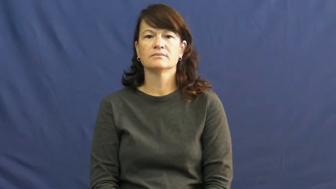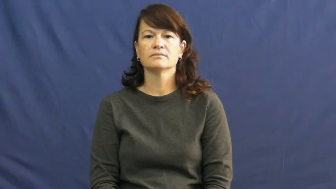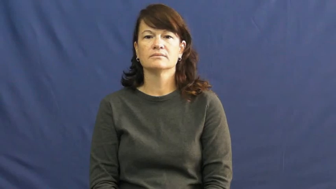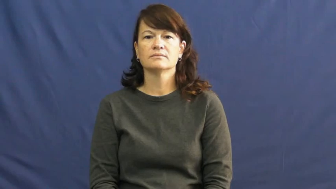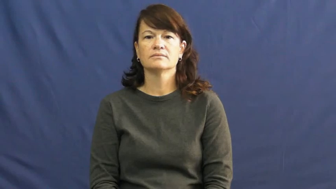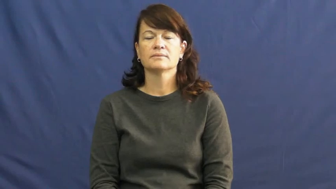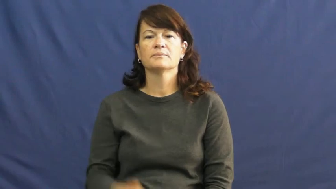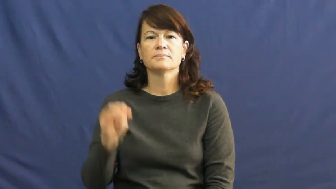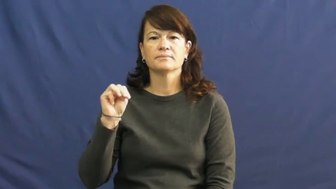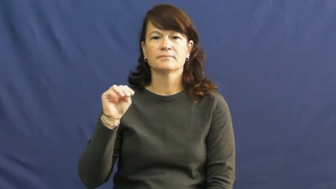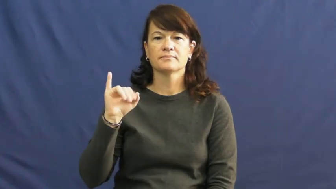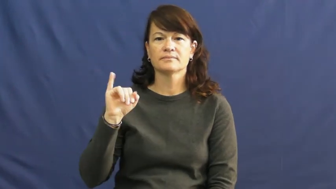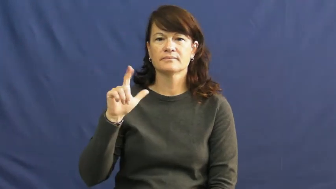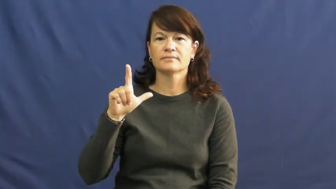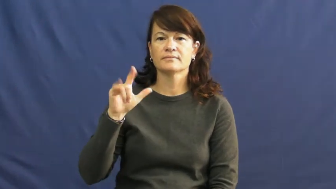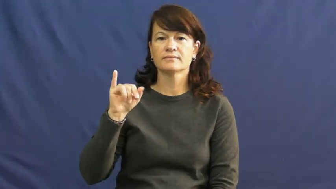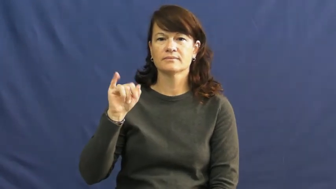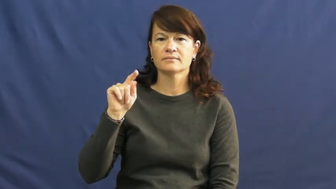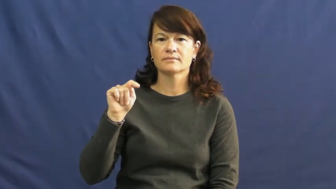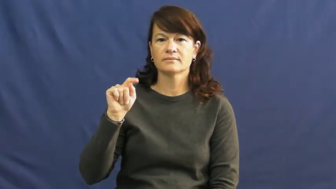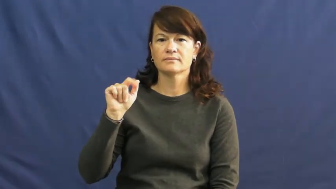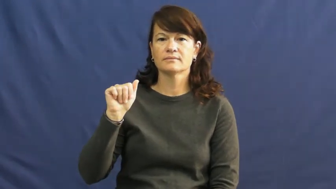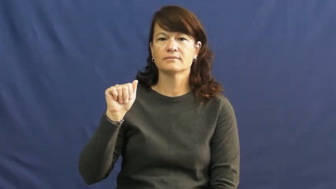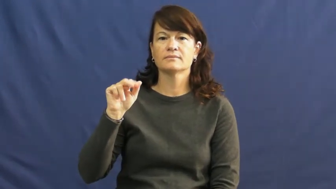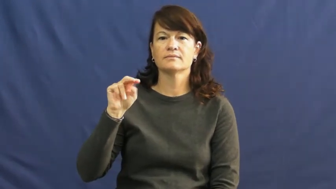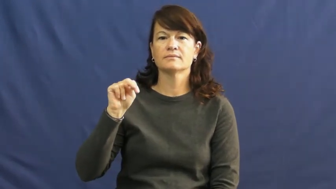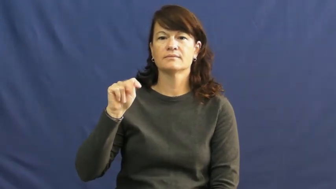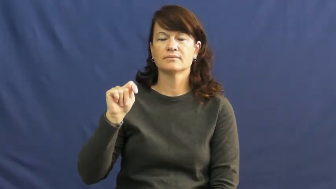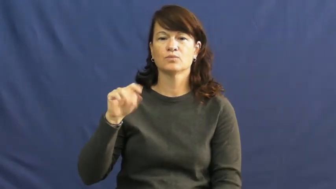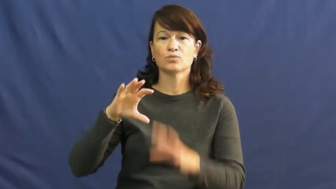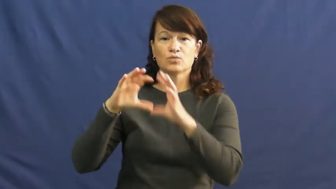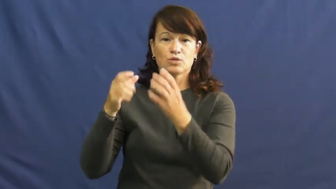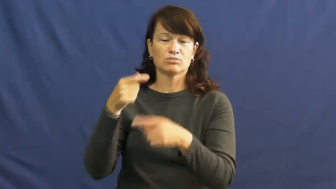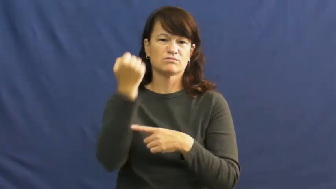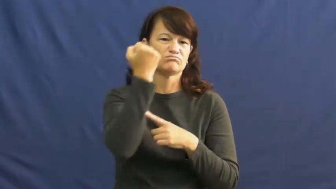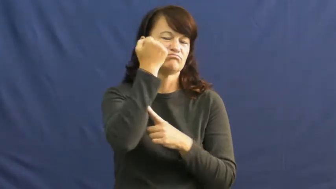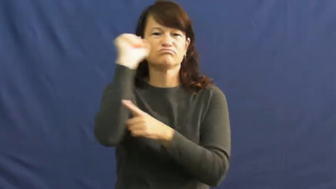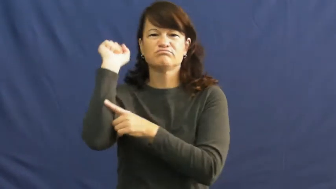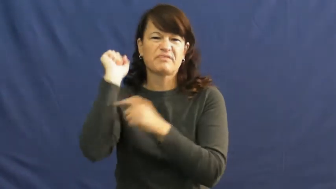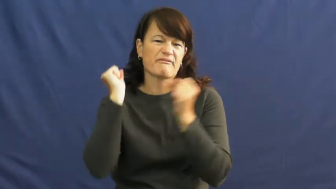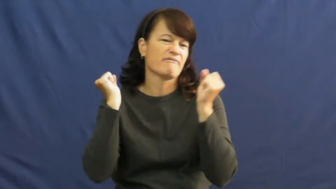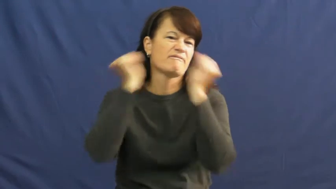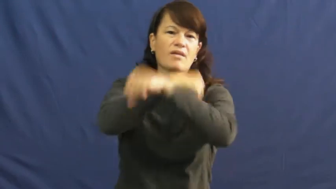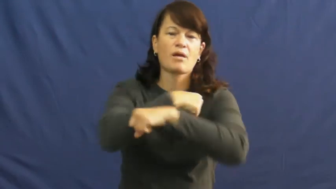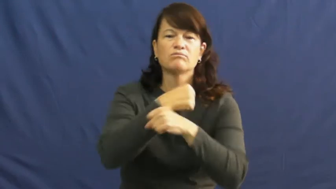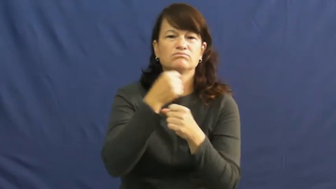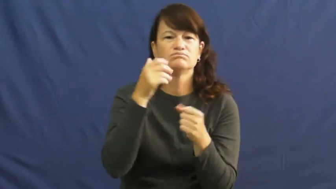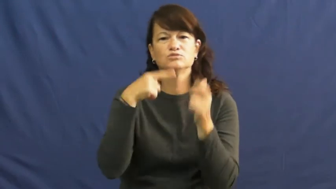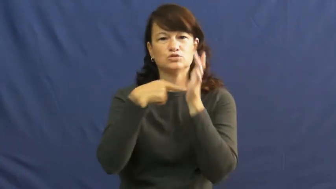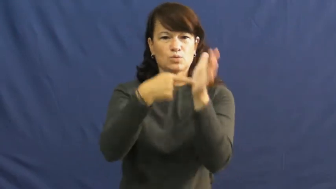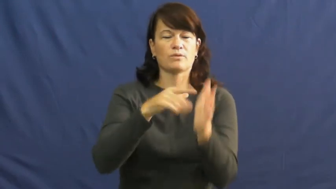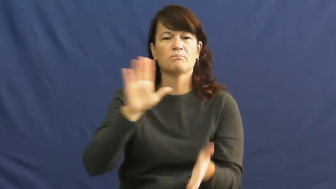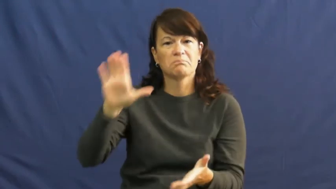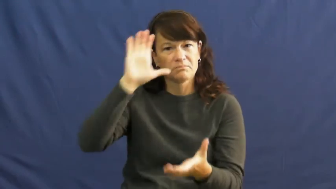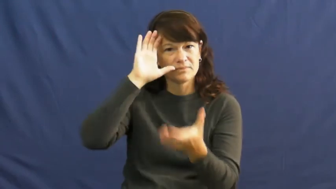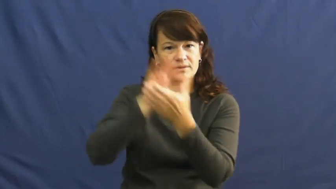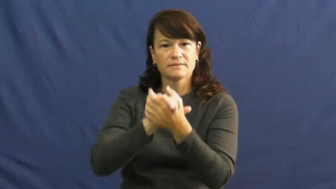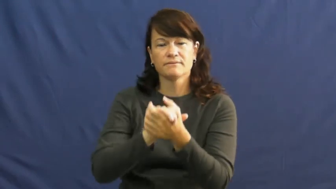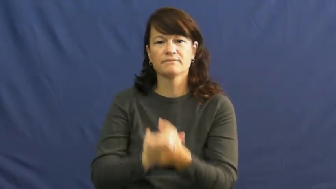militant